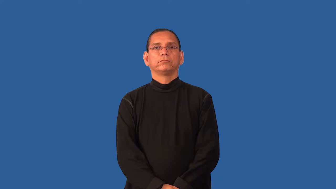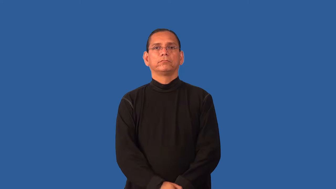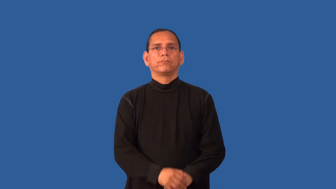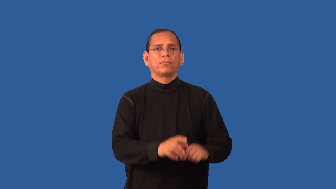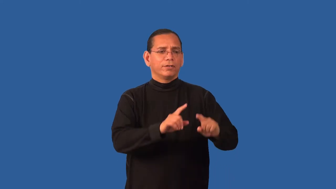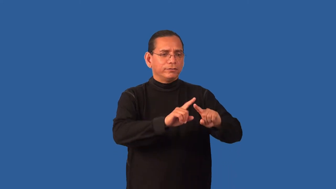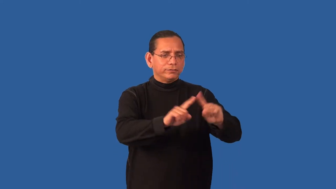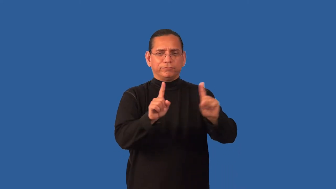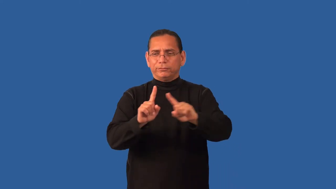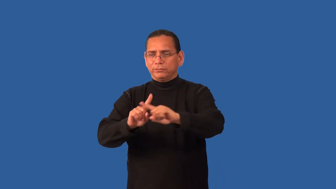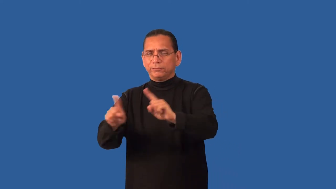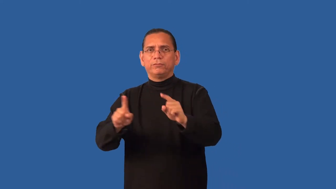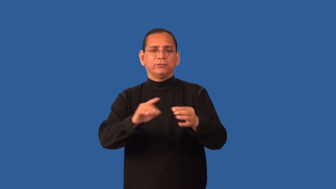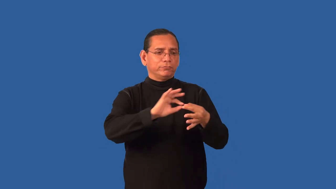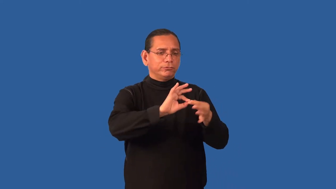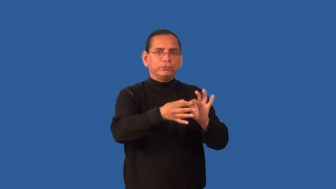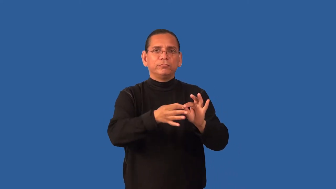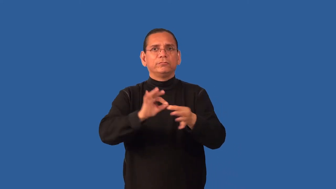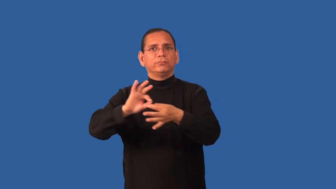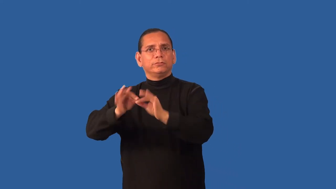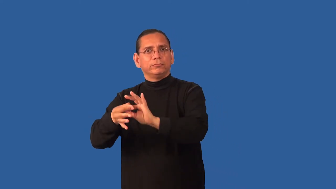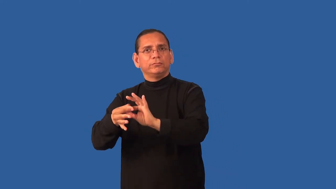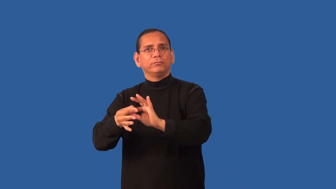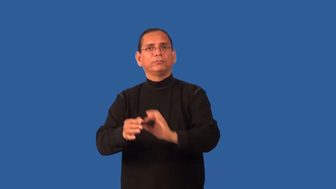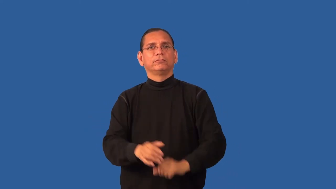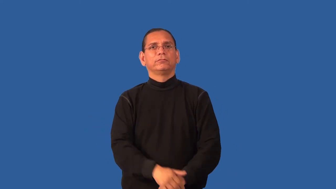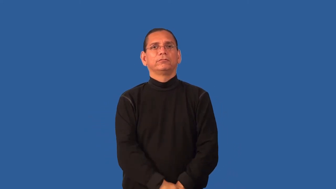equivocal